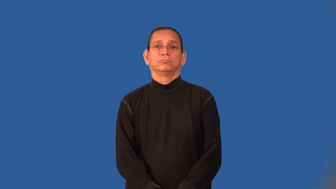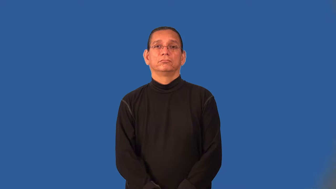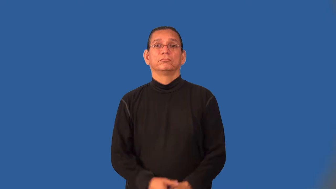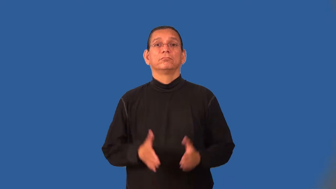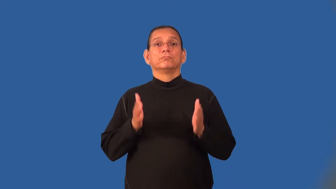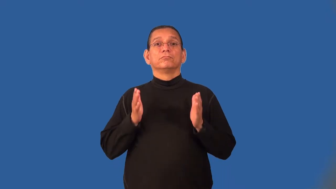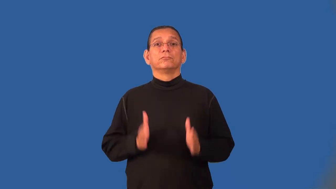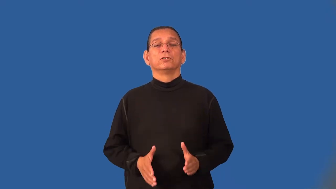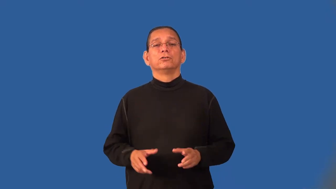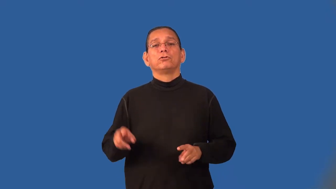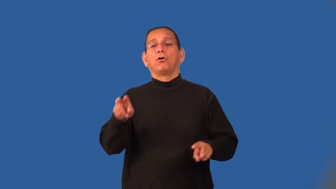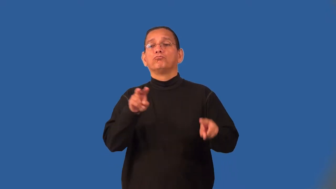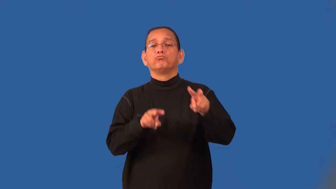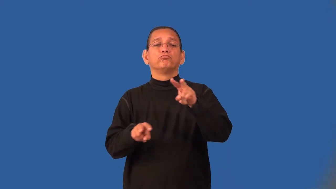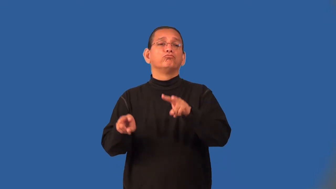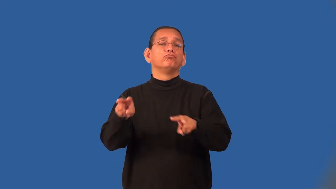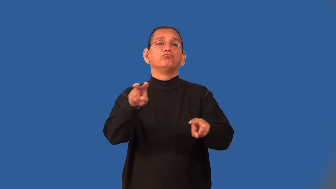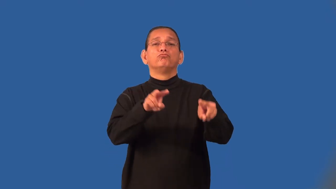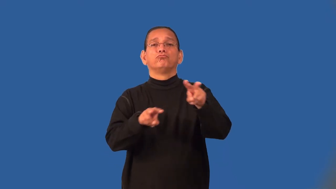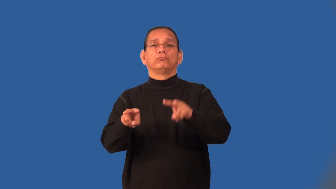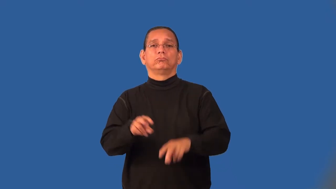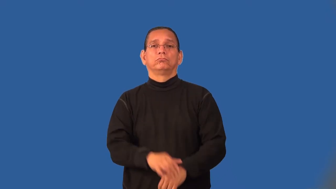looker-look